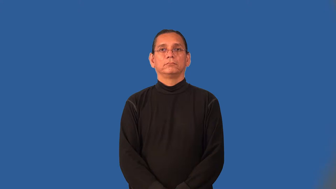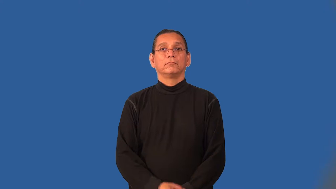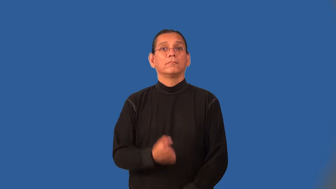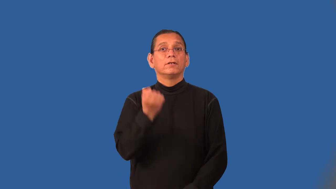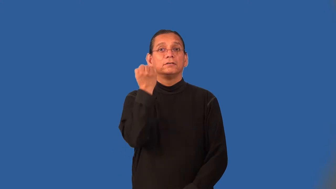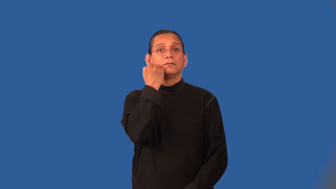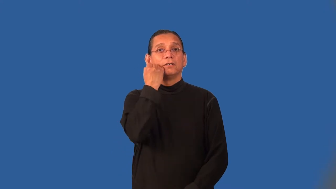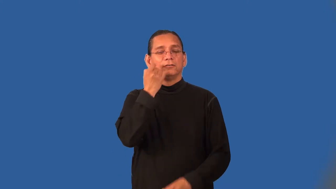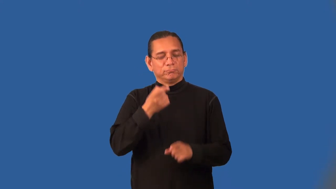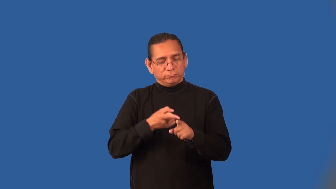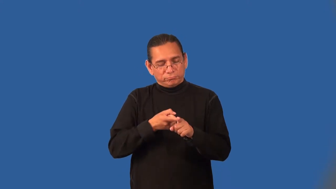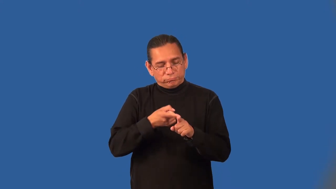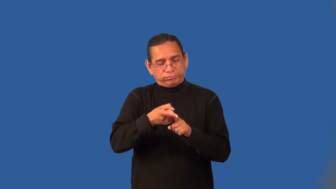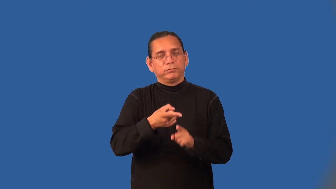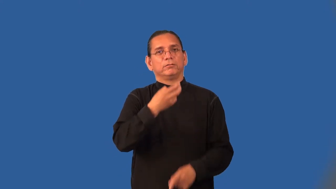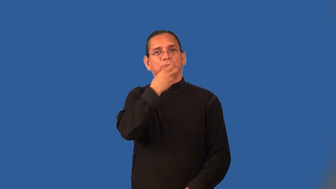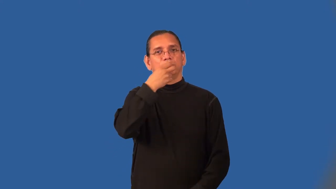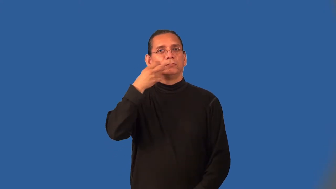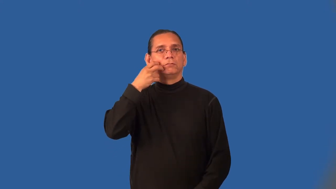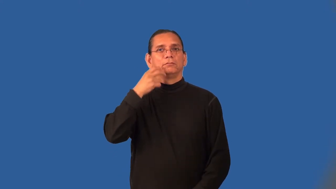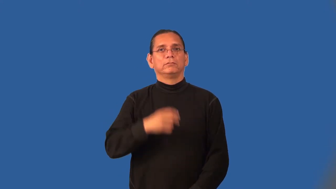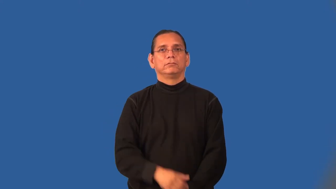orthodontia,orthodontics